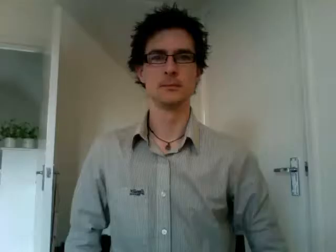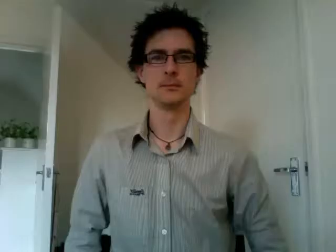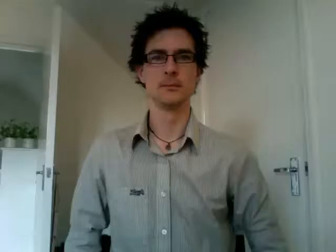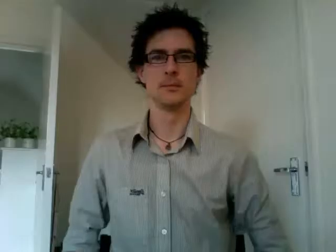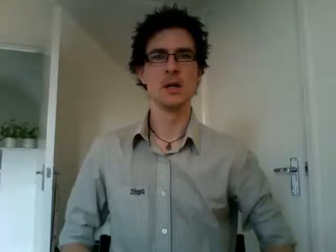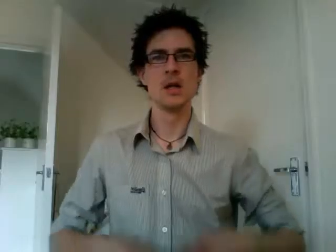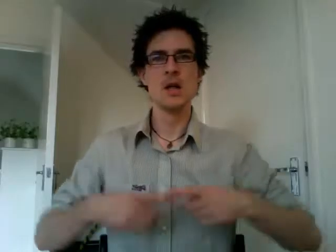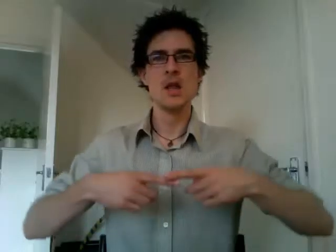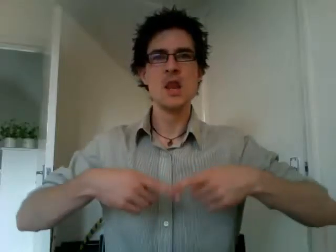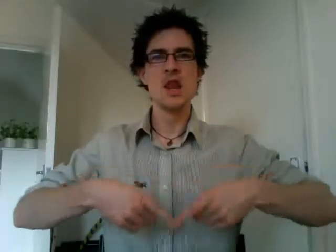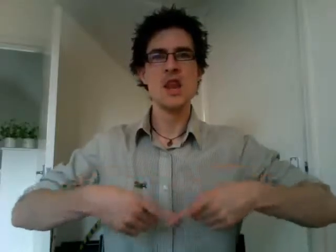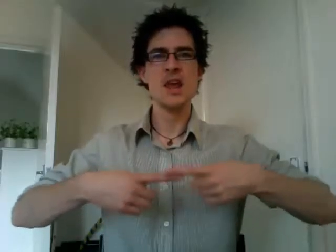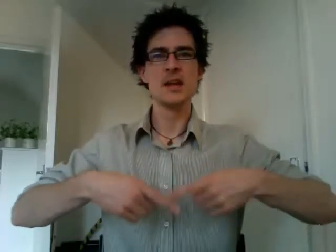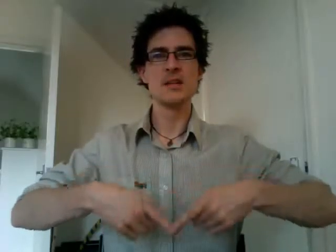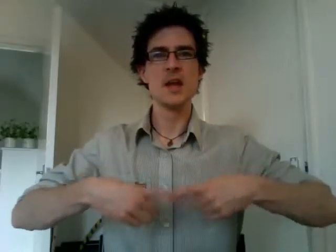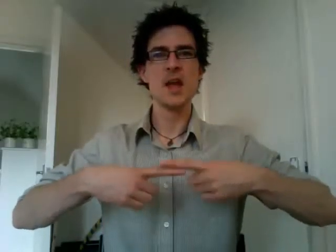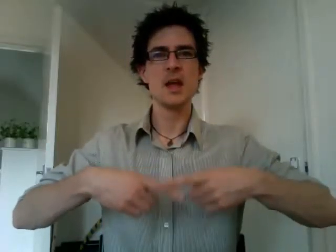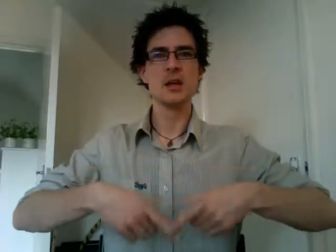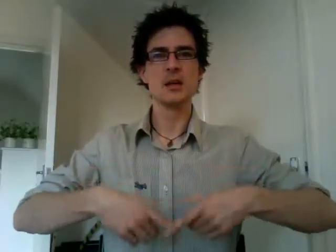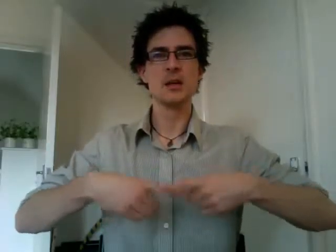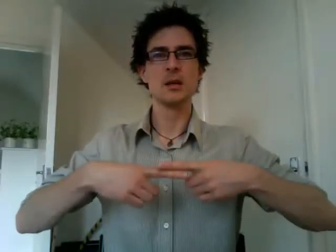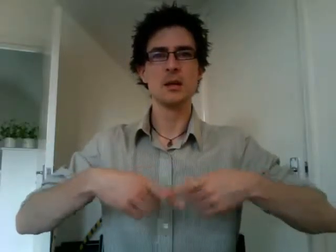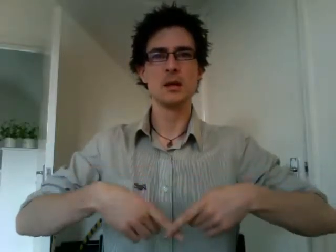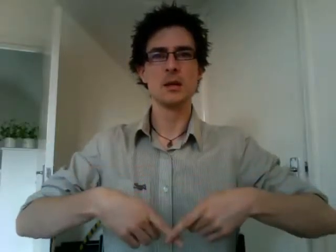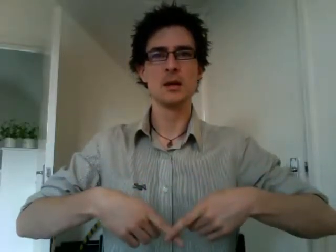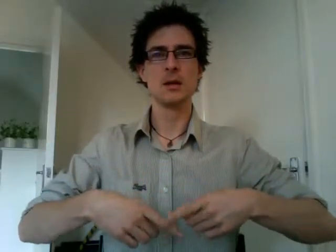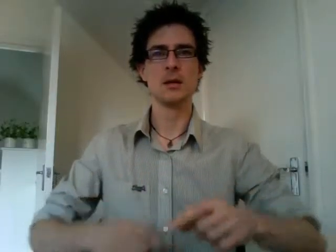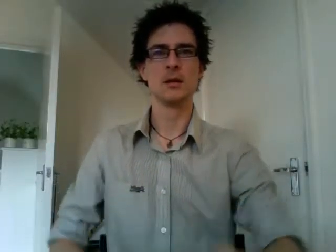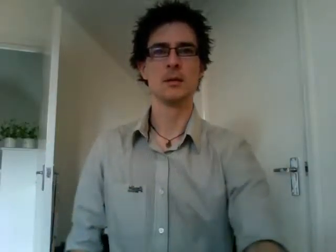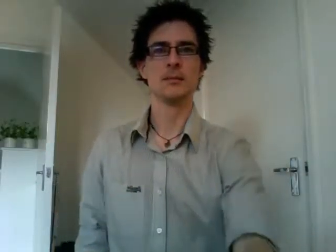knitting